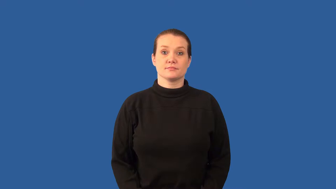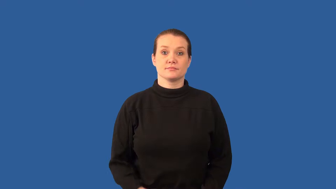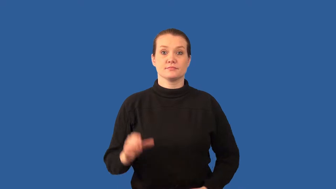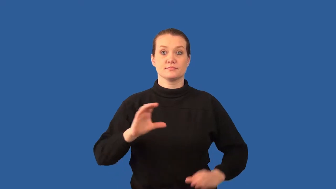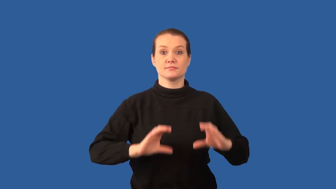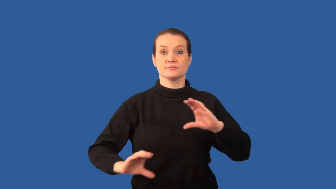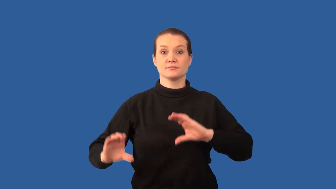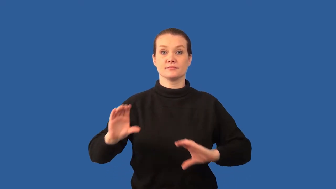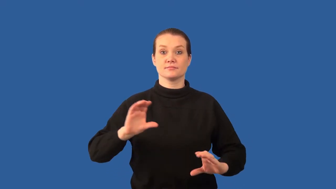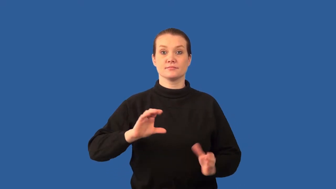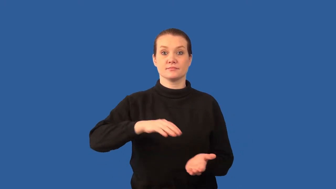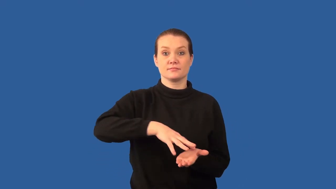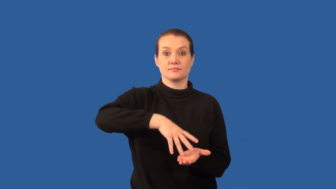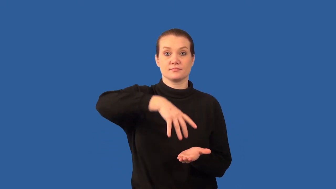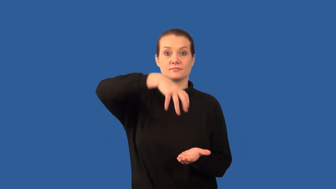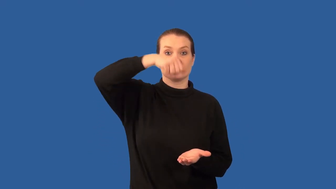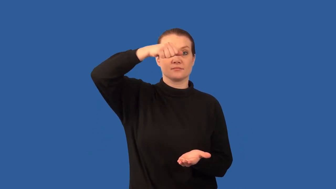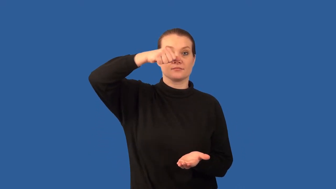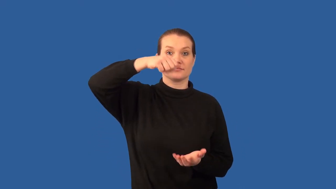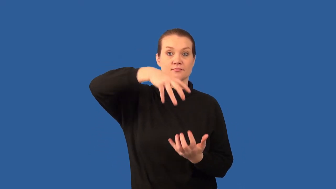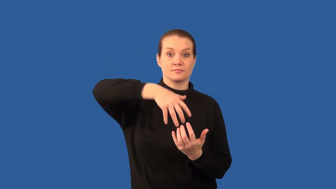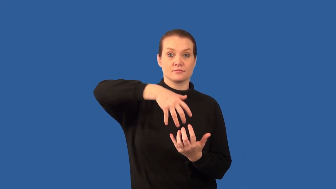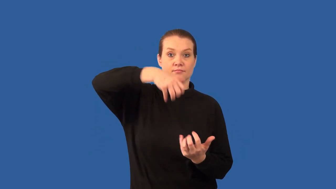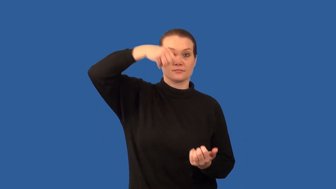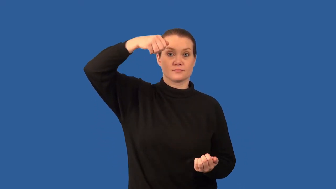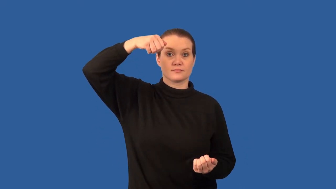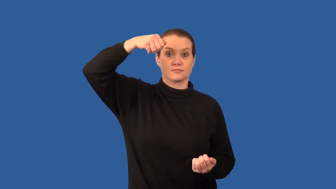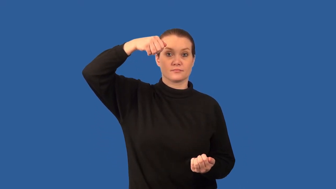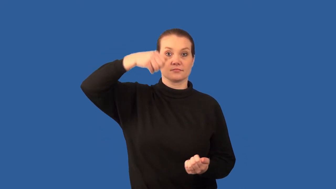distill